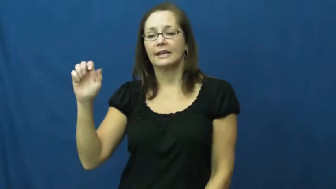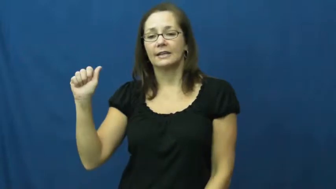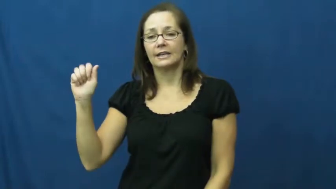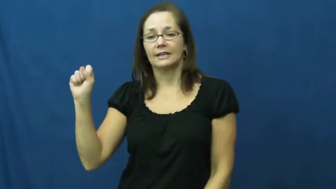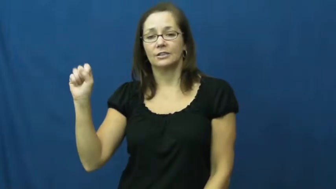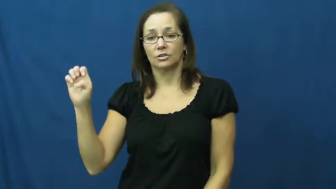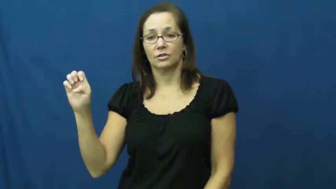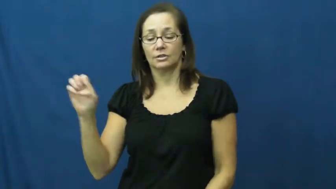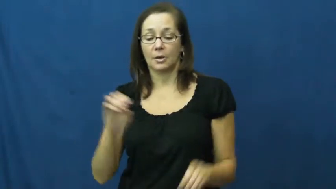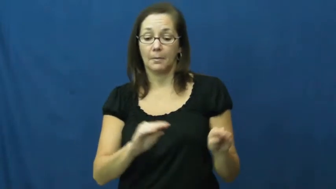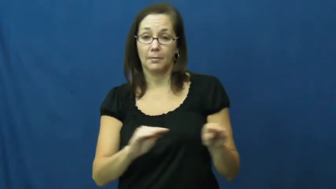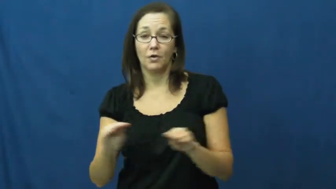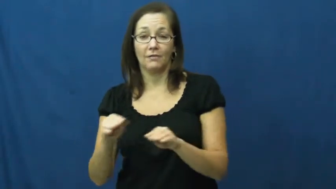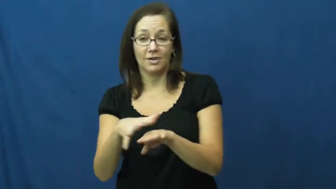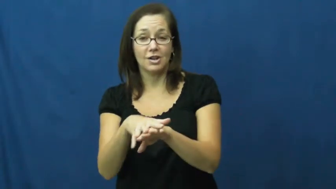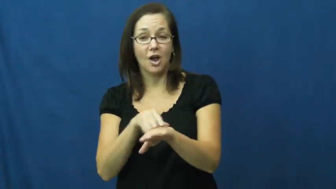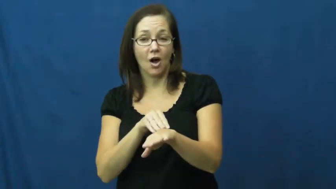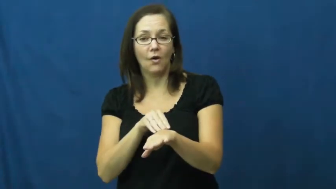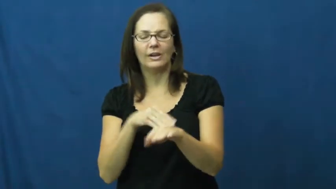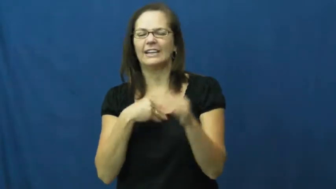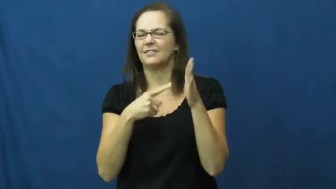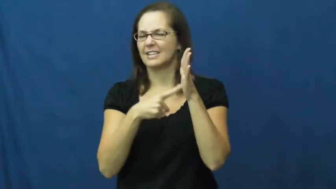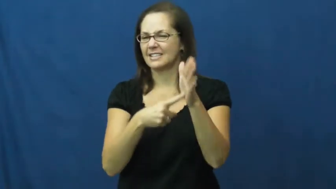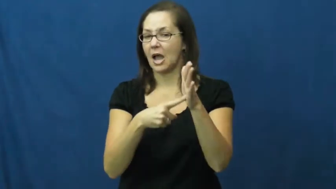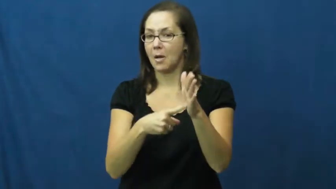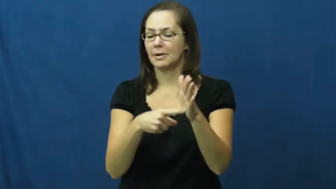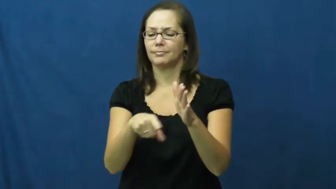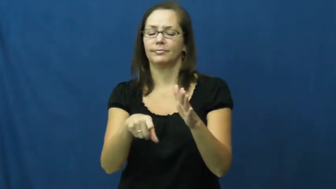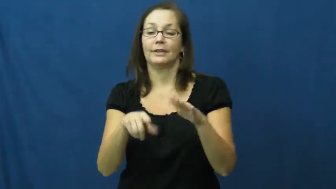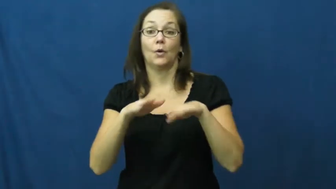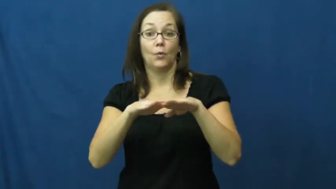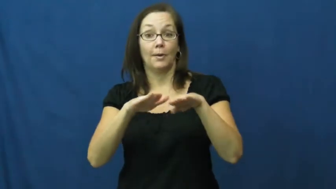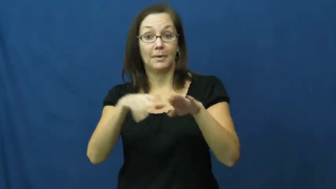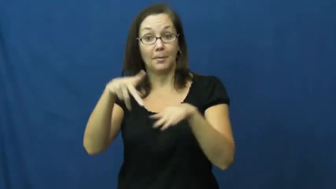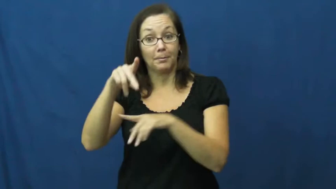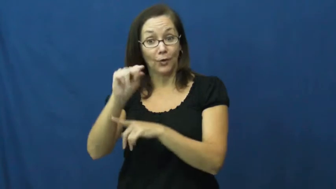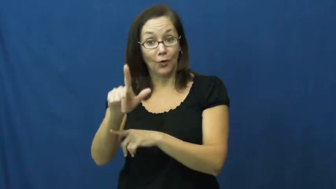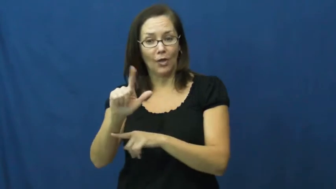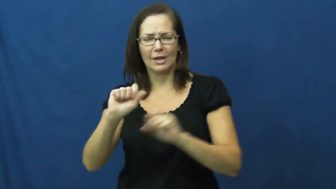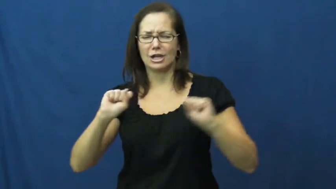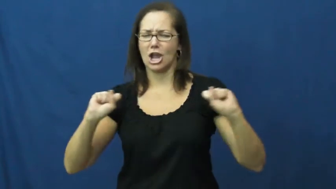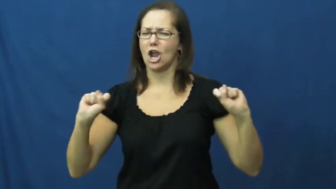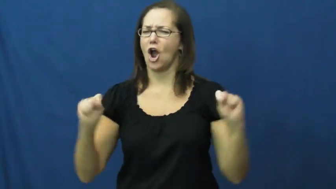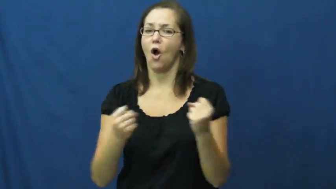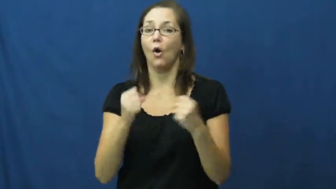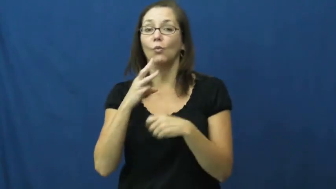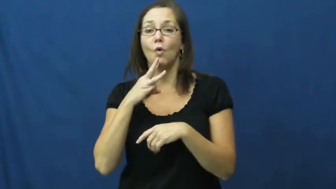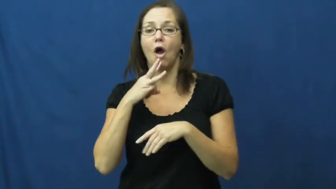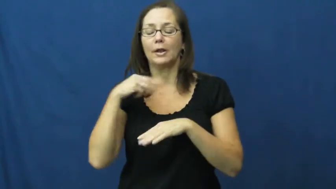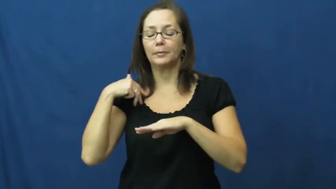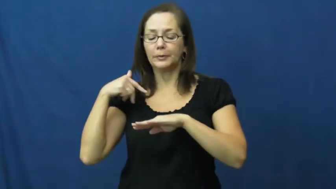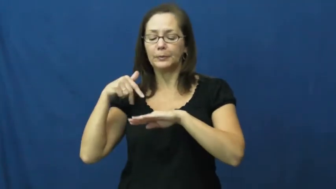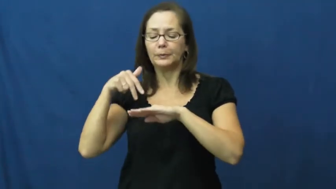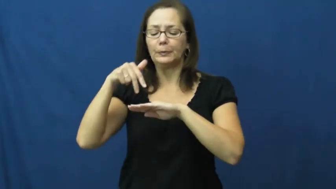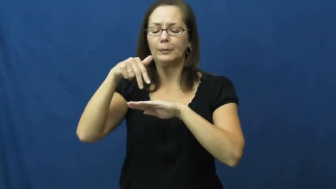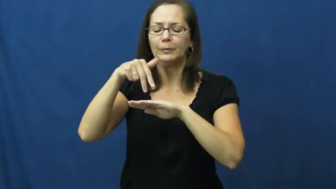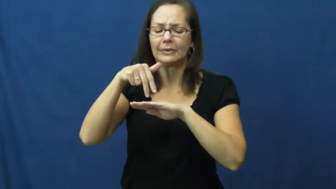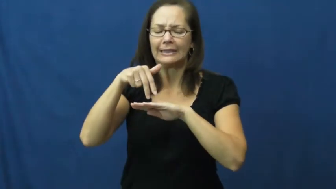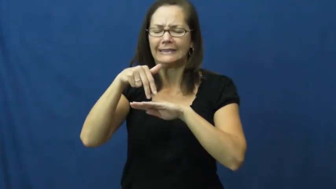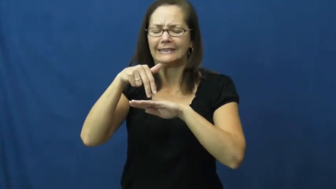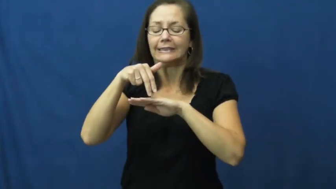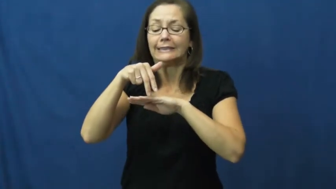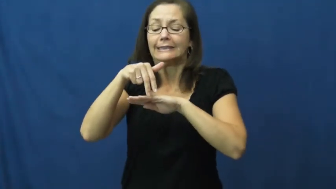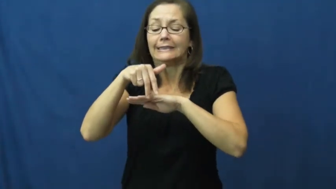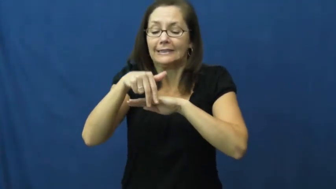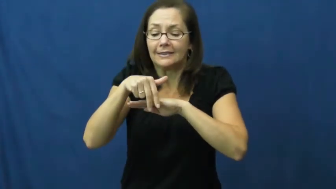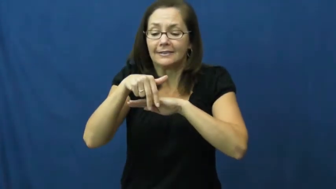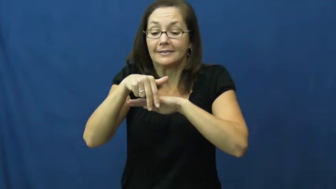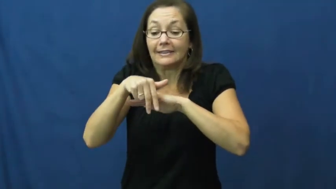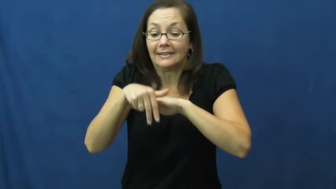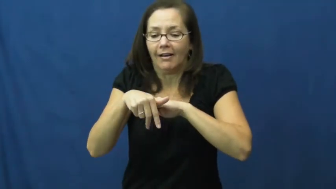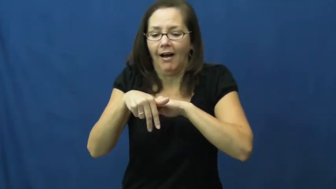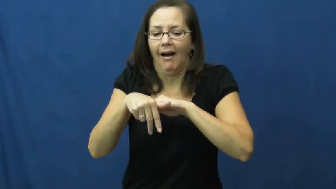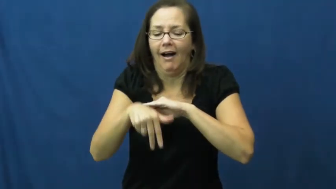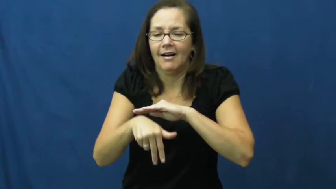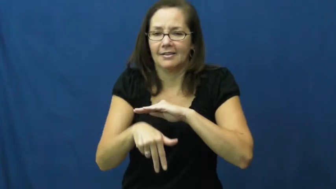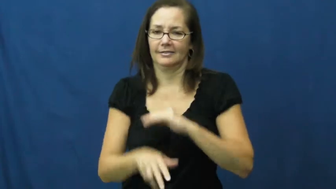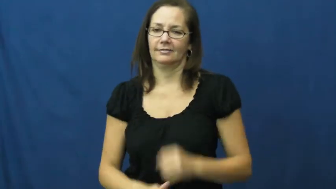ease-slow enter